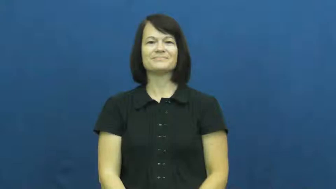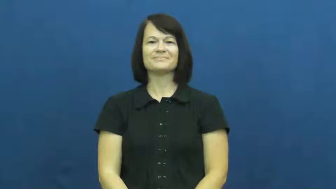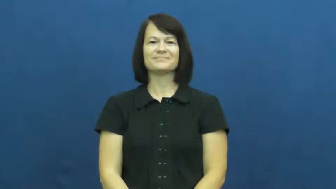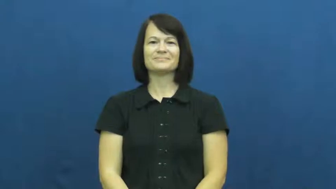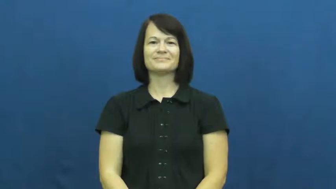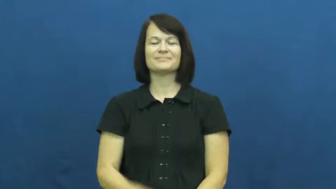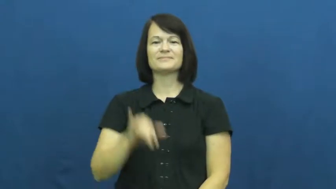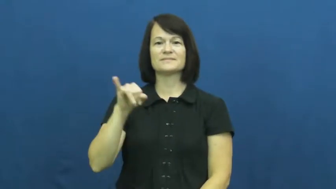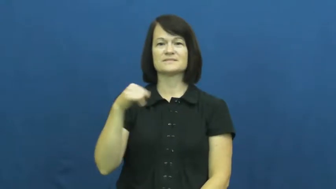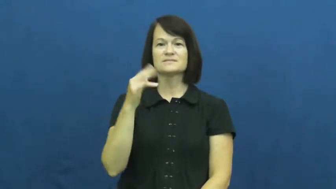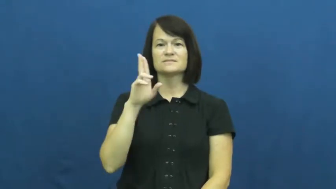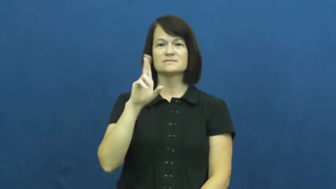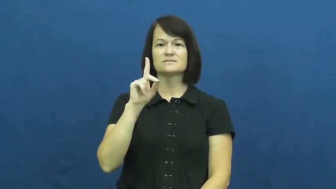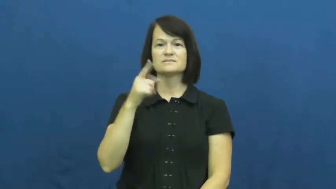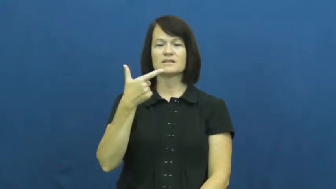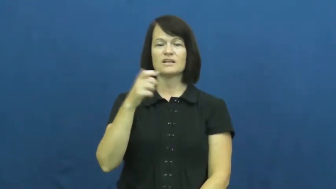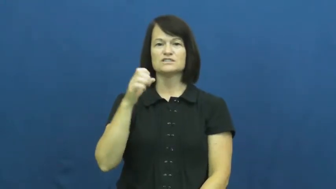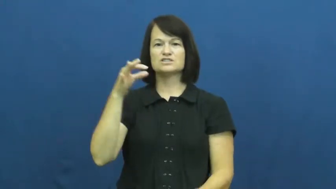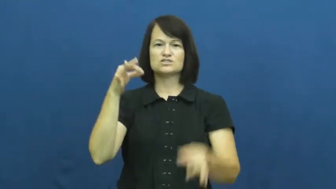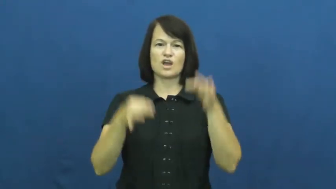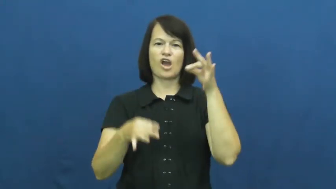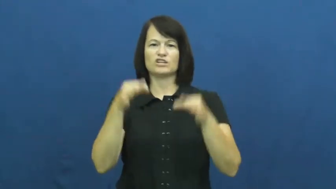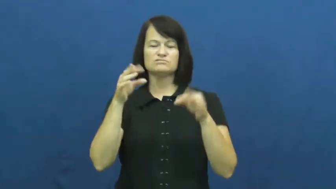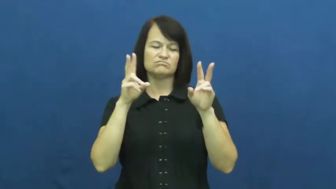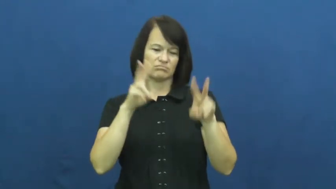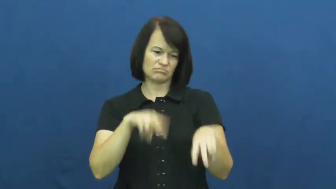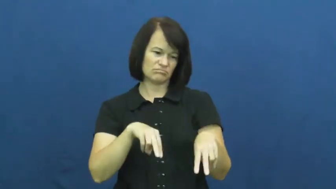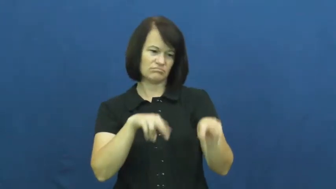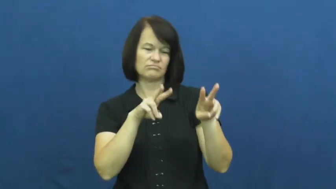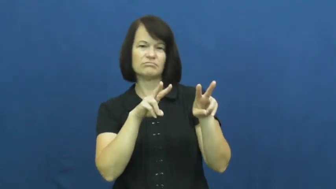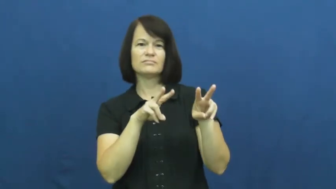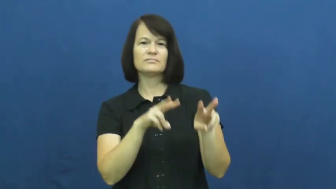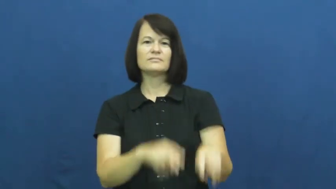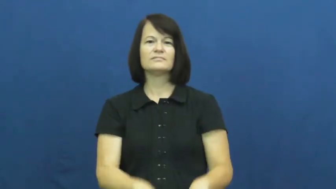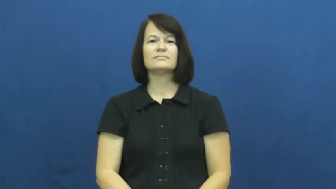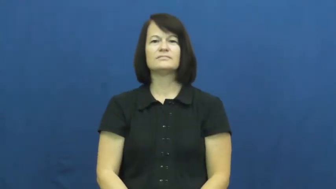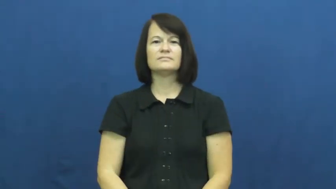judge-determine